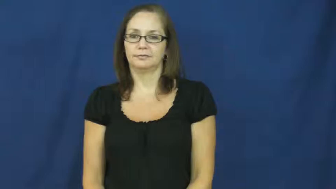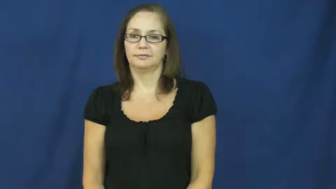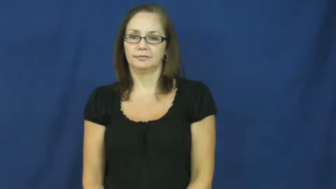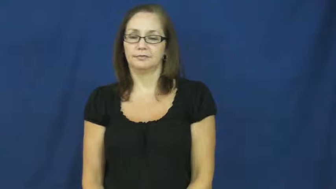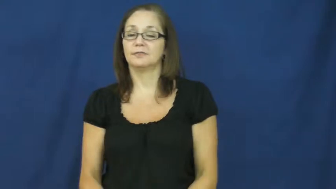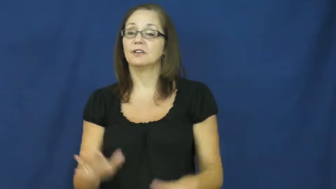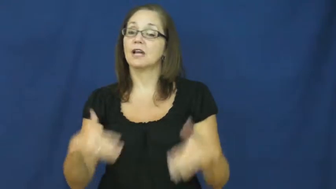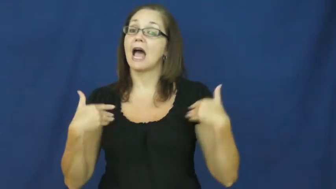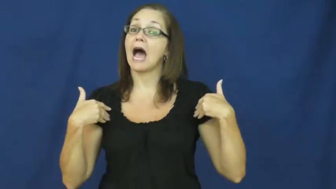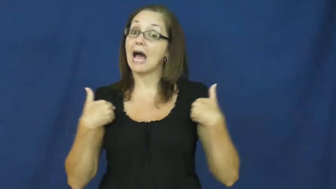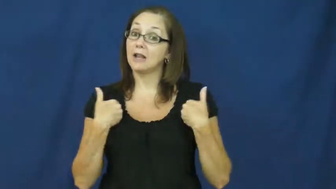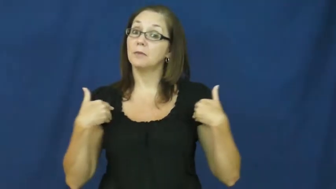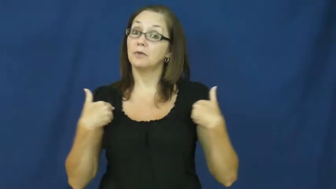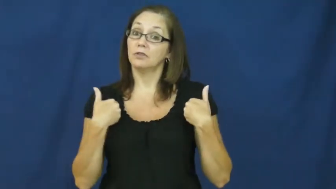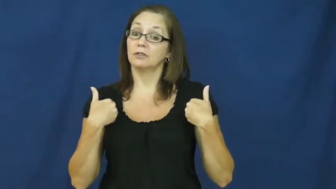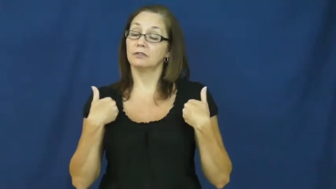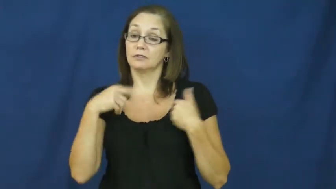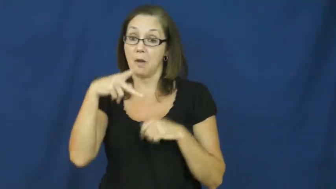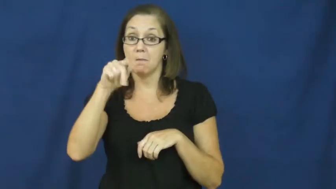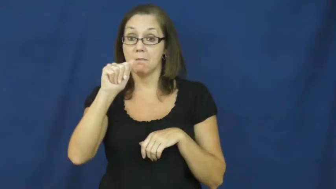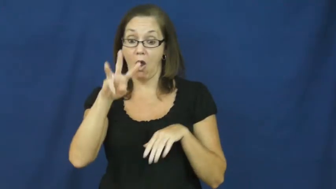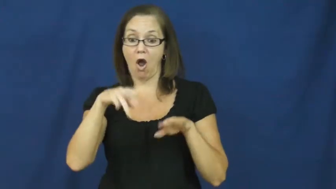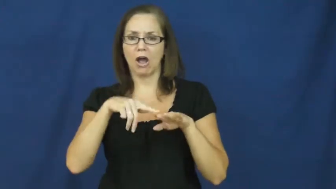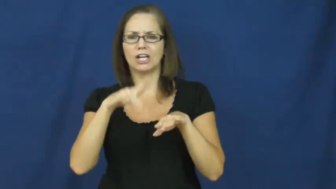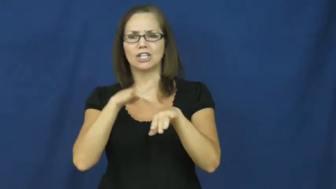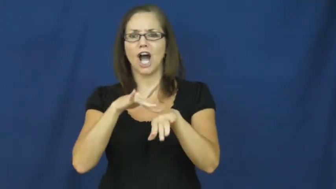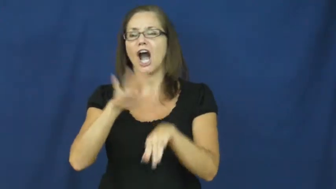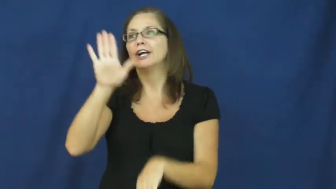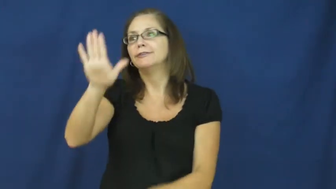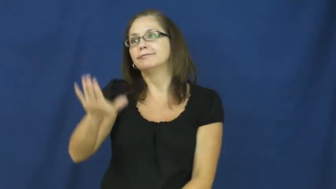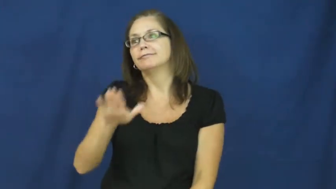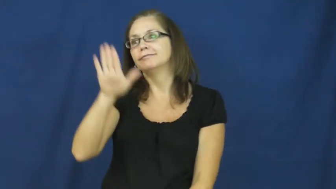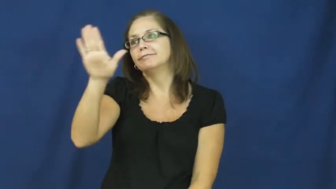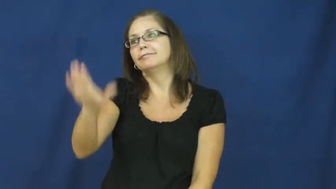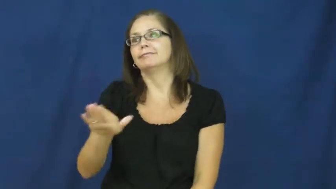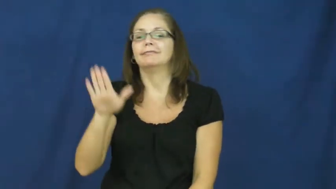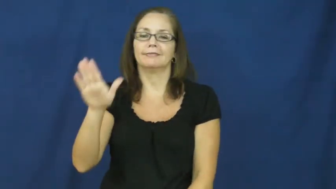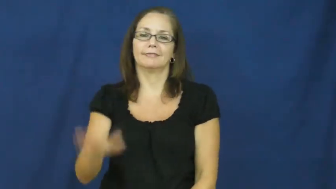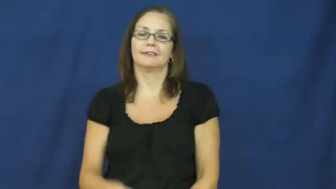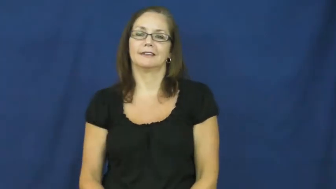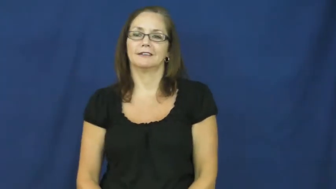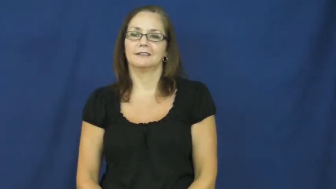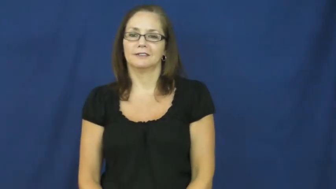paw-verb